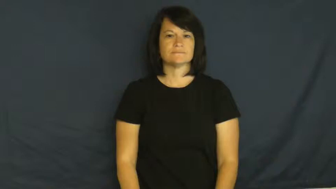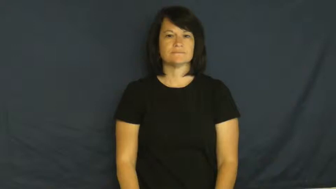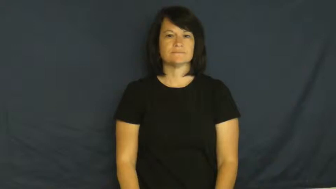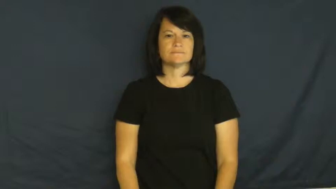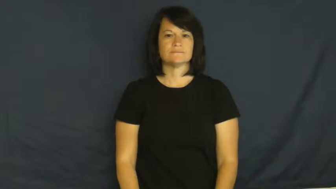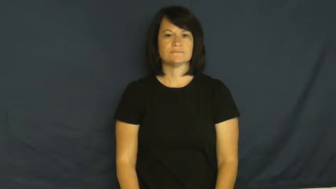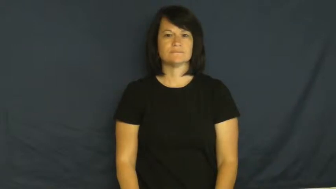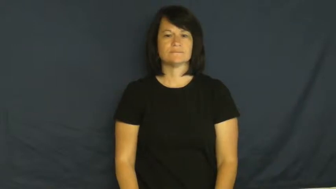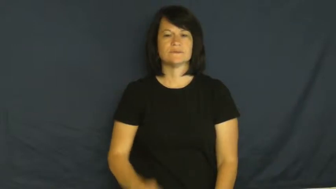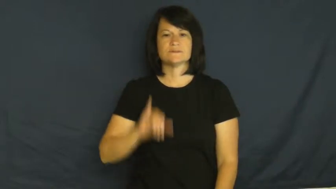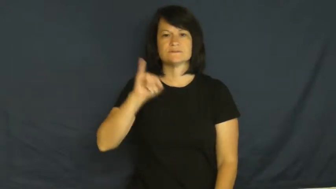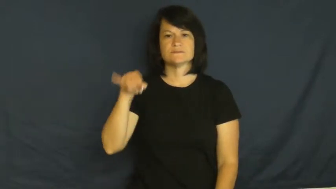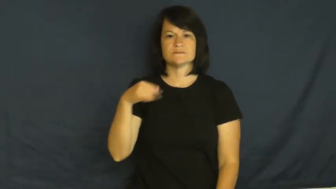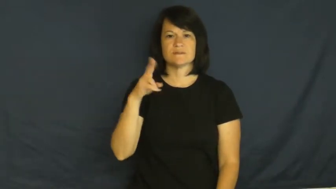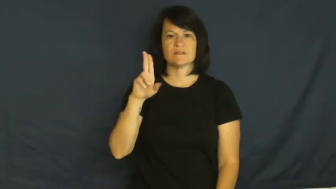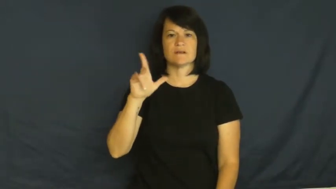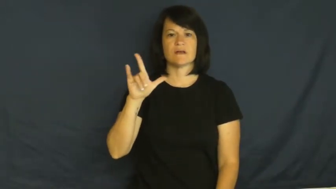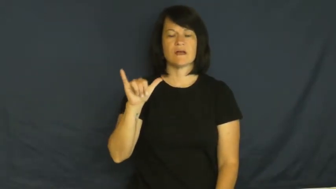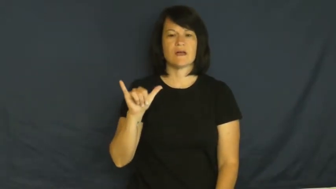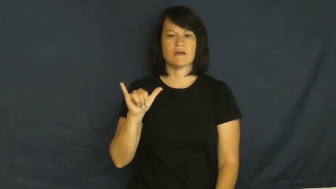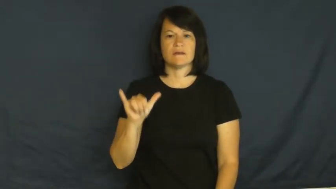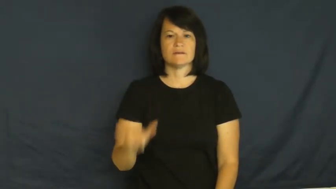July